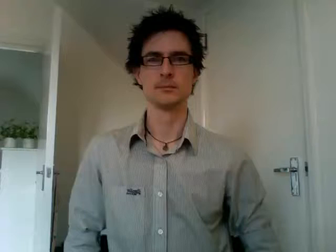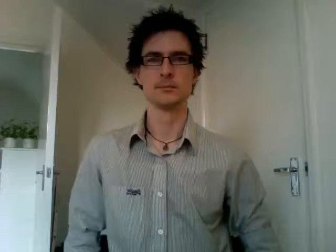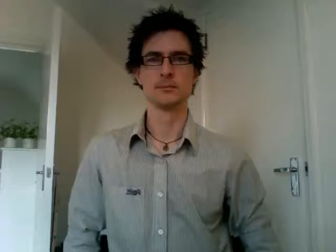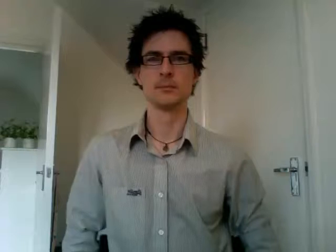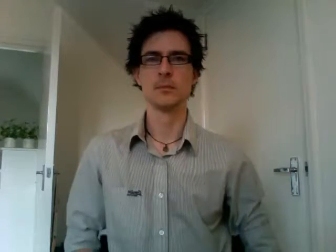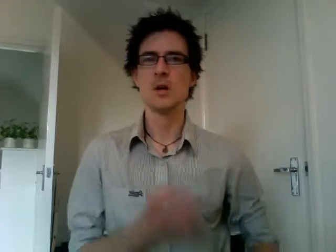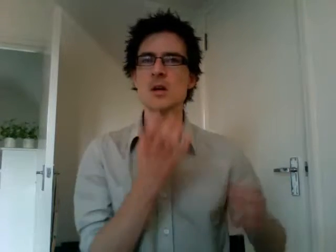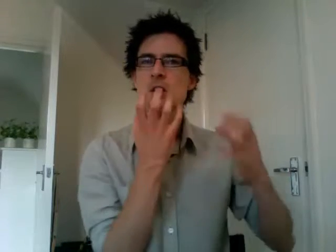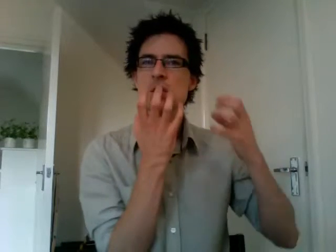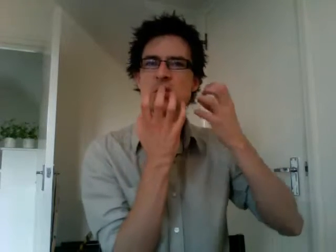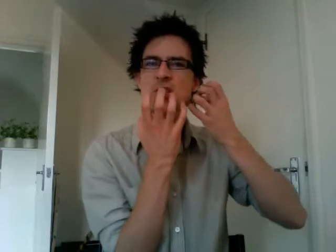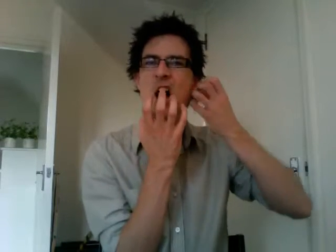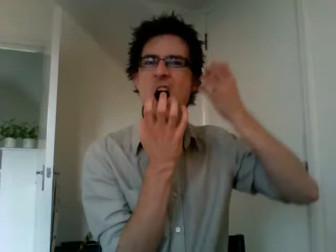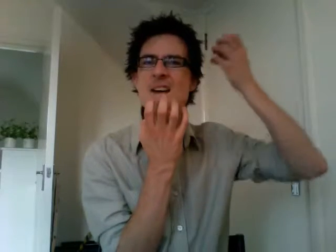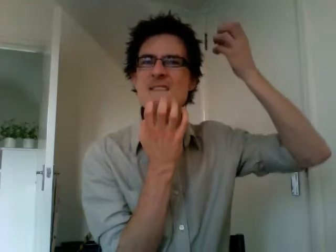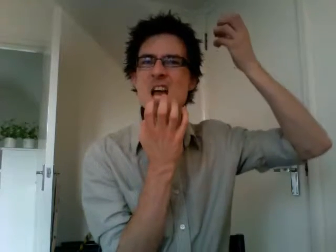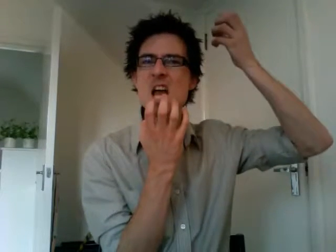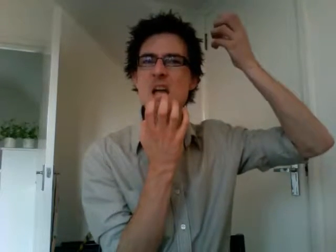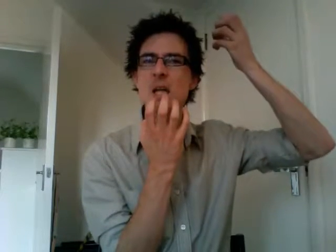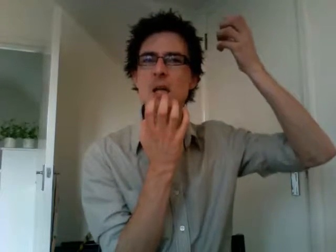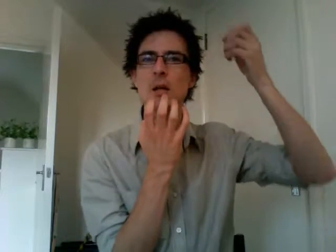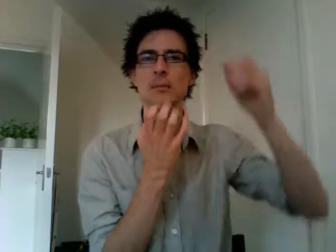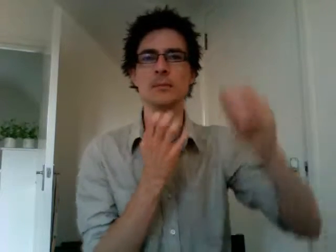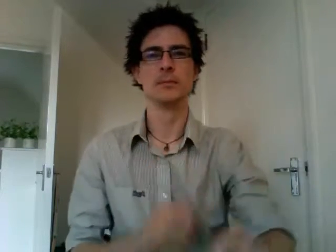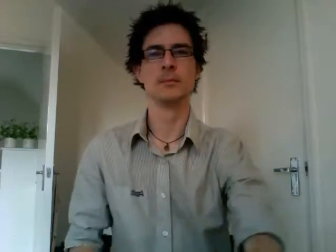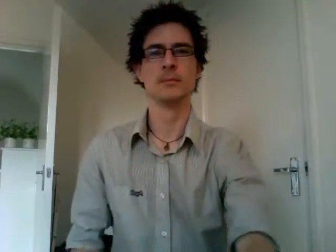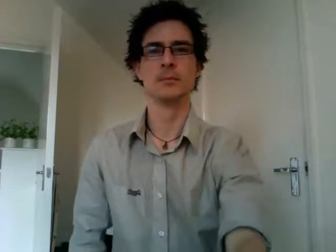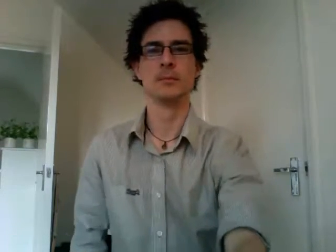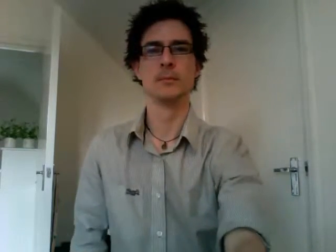diving scuba